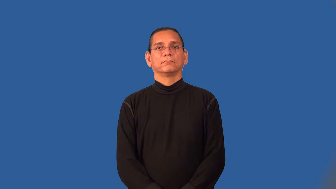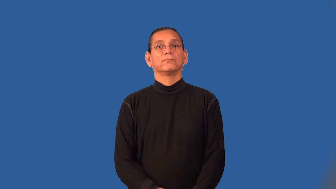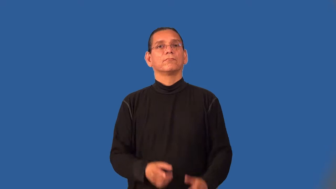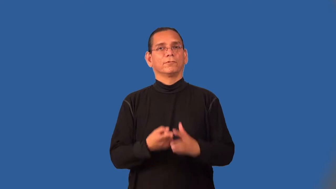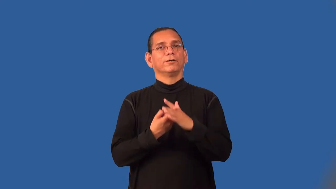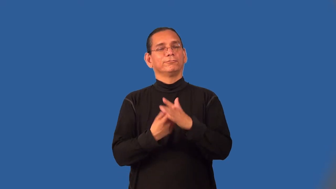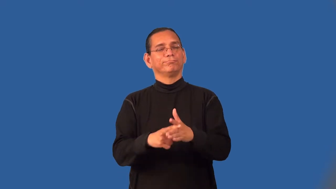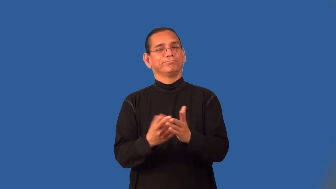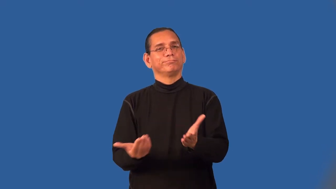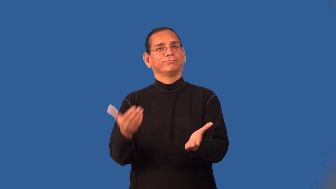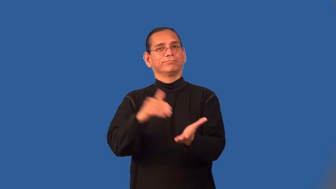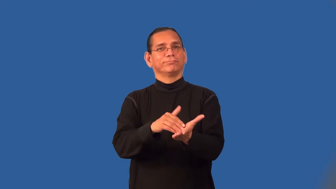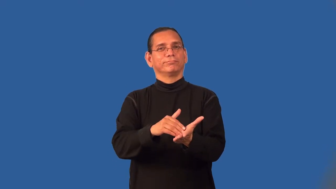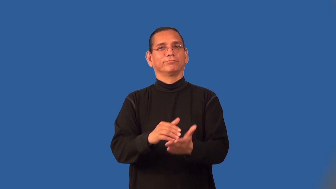resume-start again